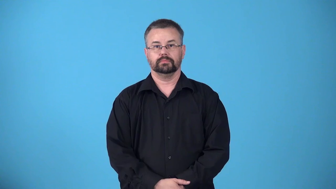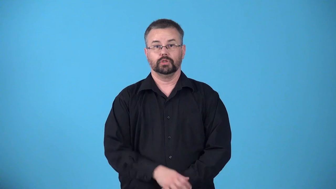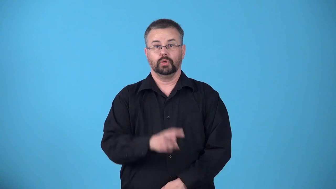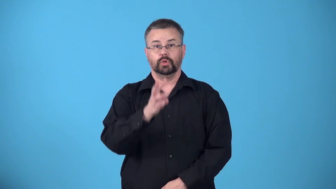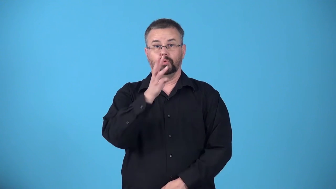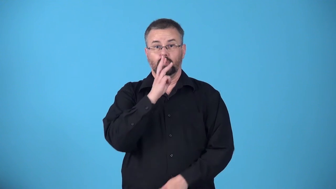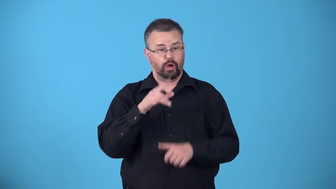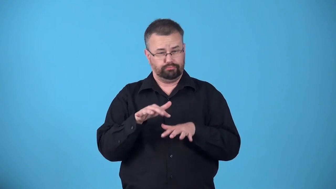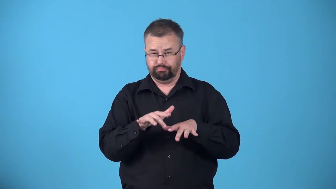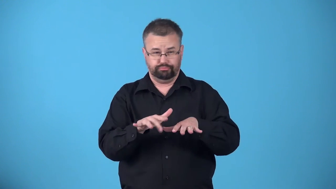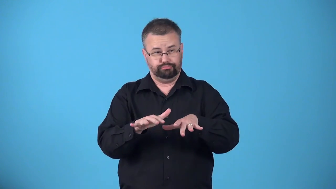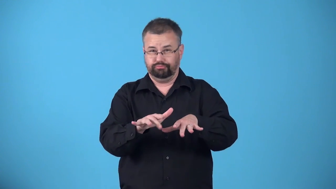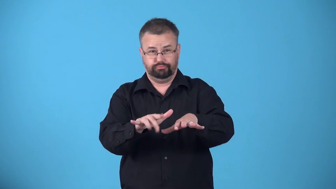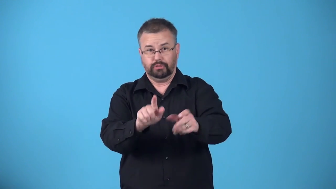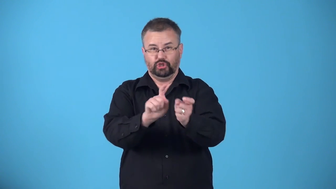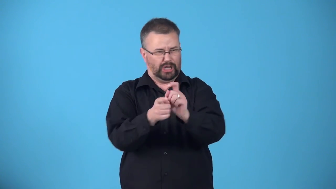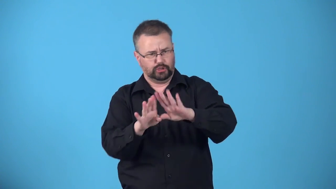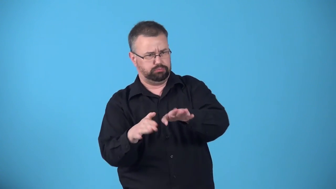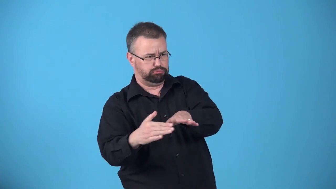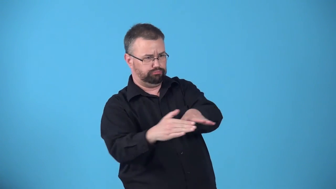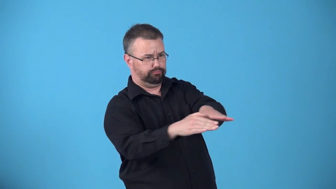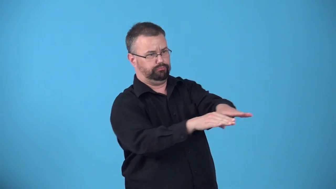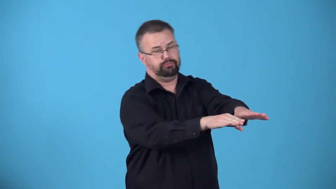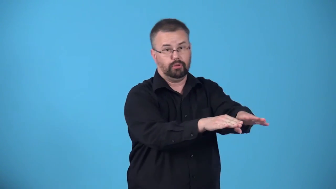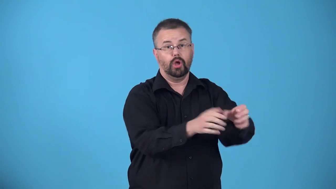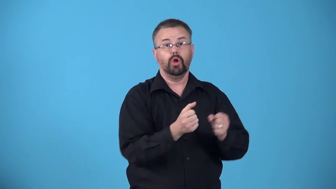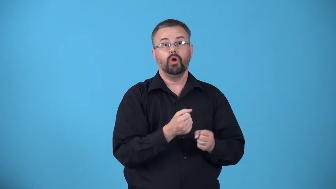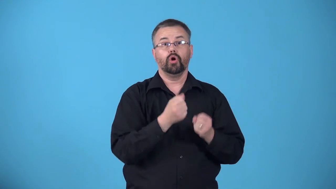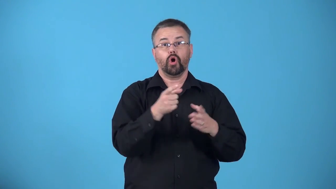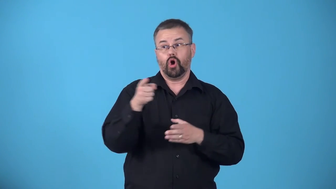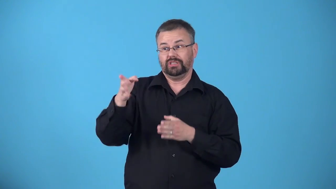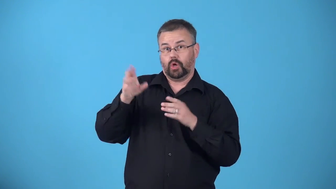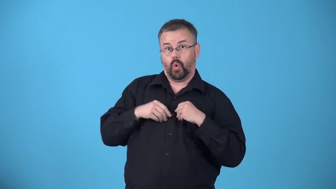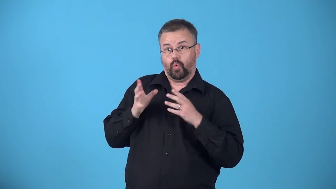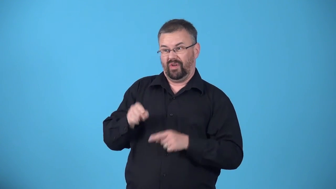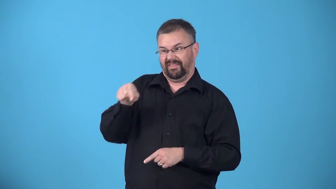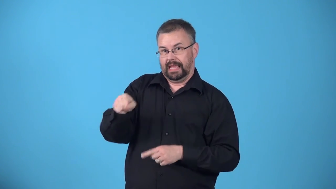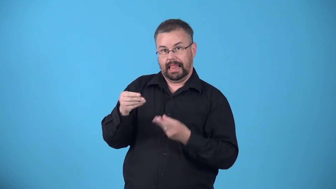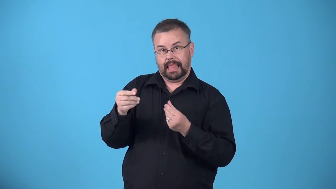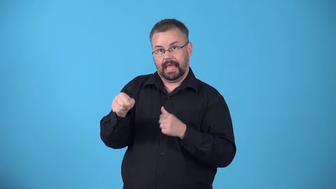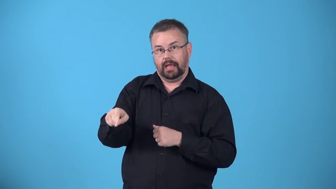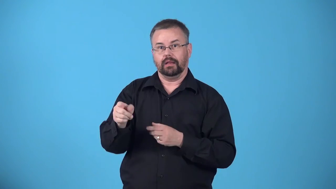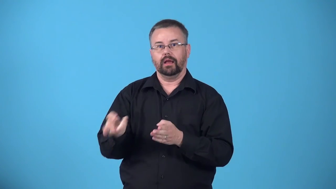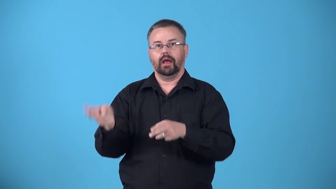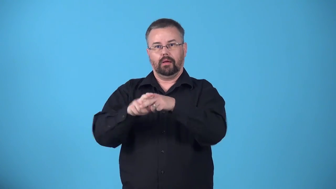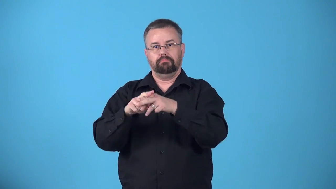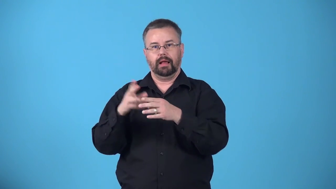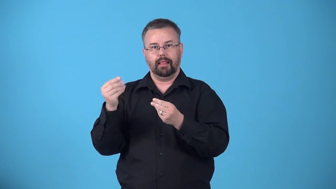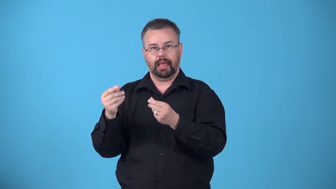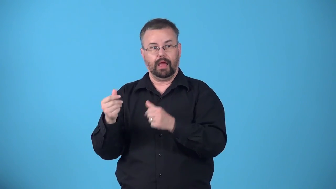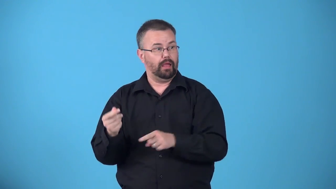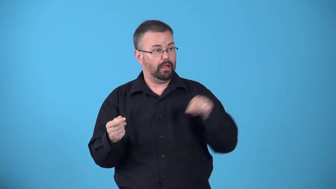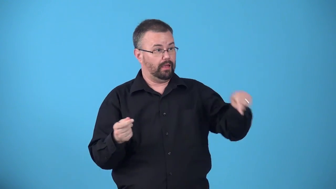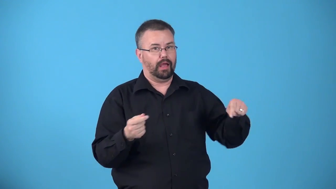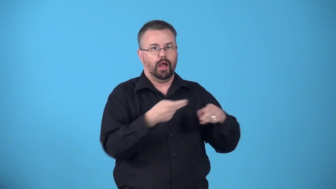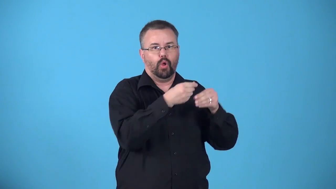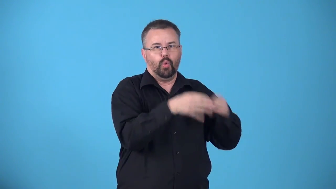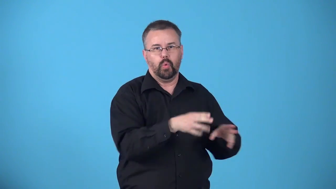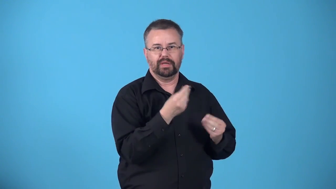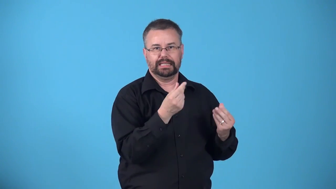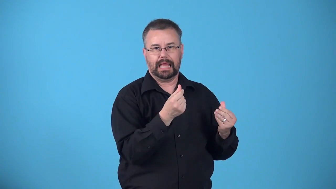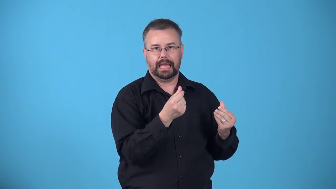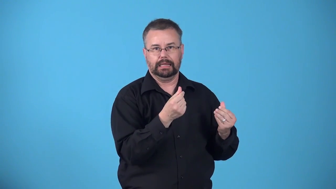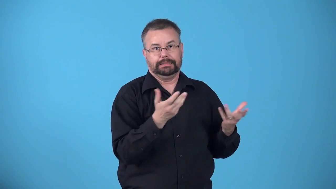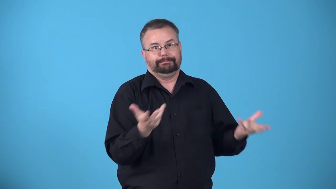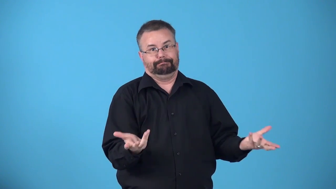avulsion-stream